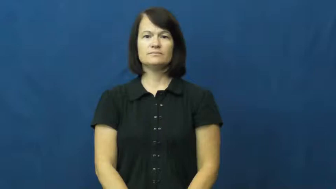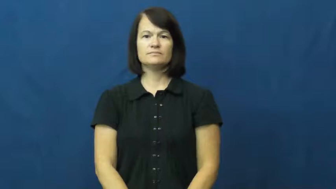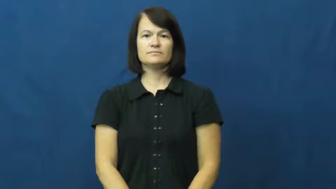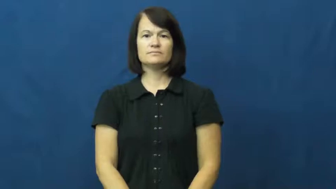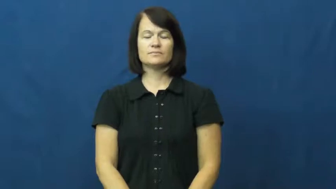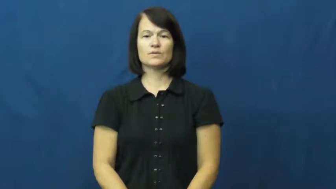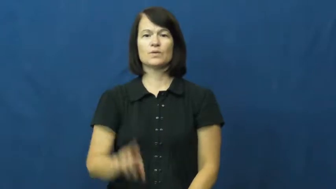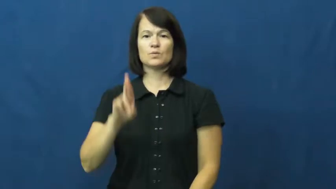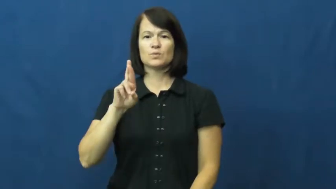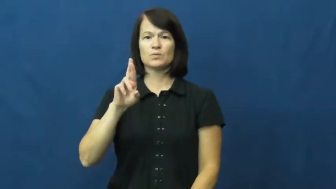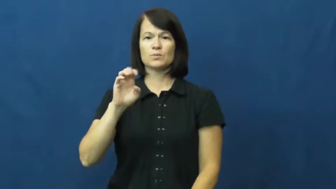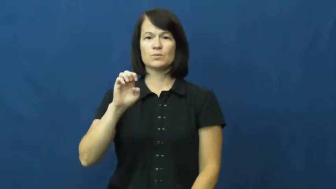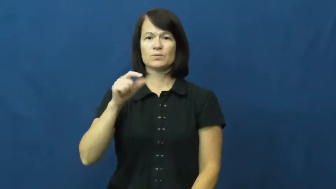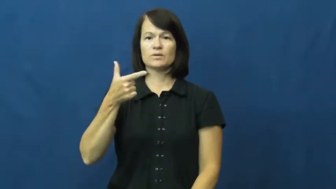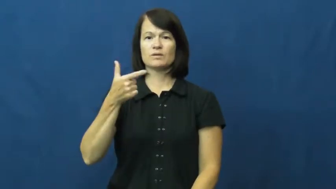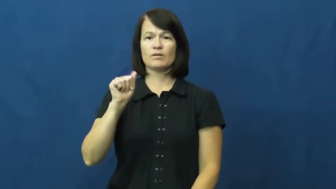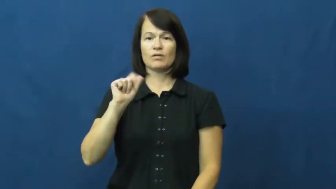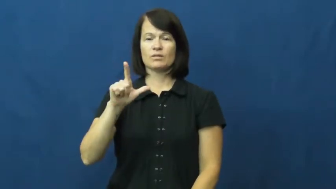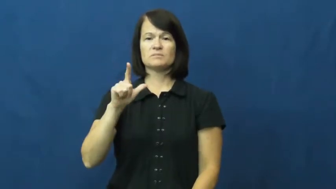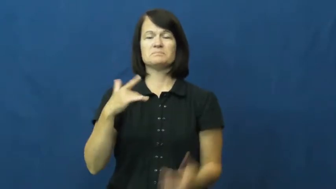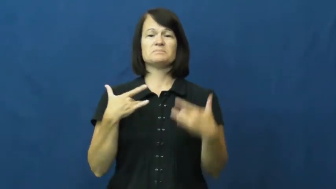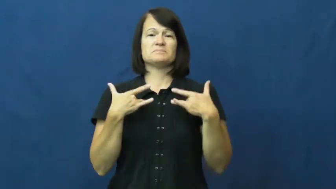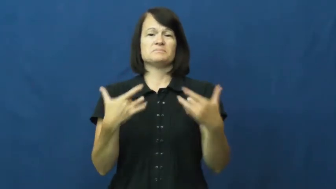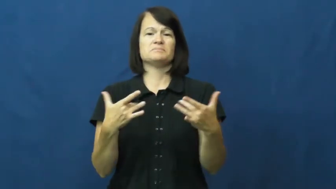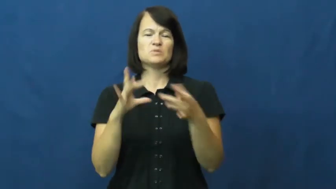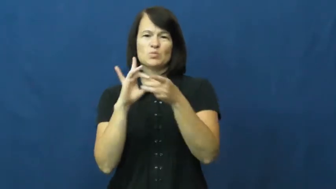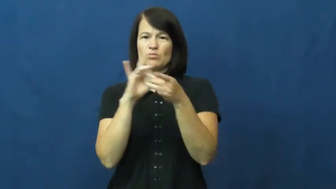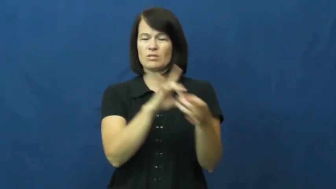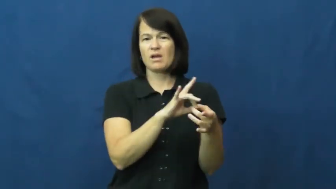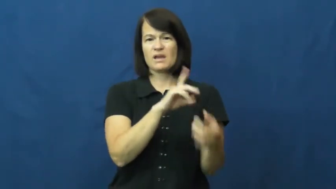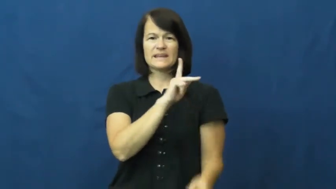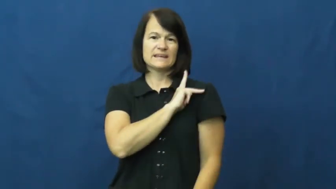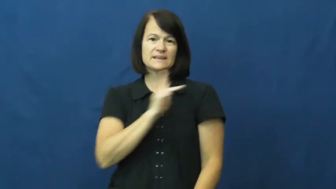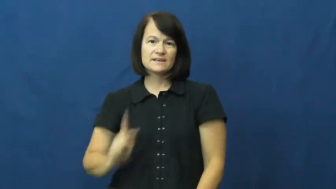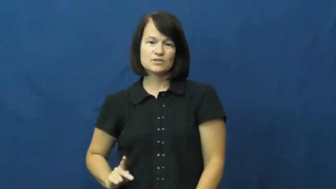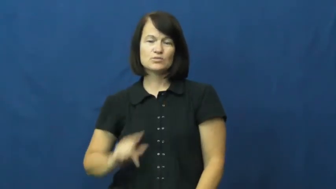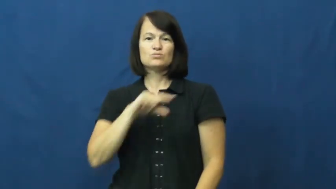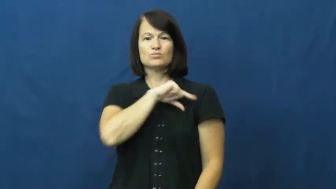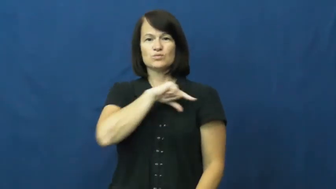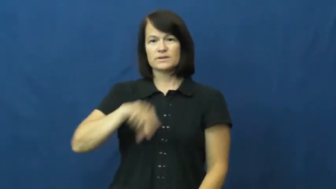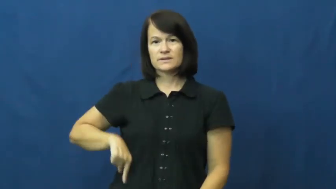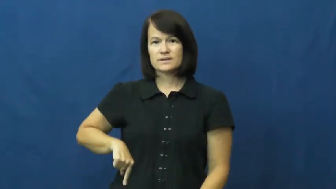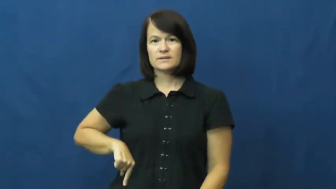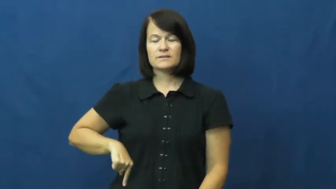regal